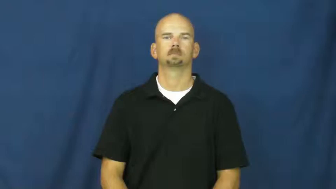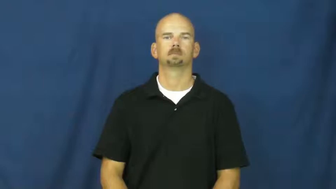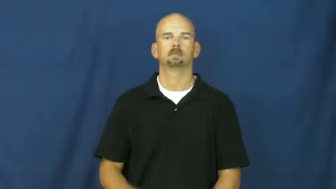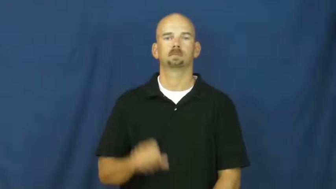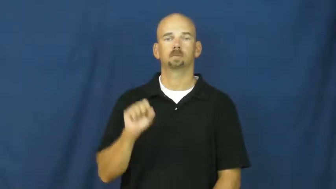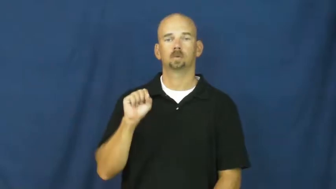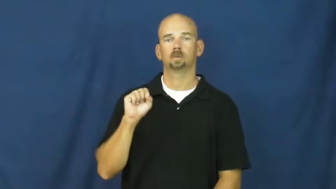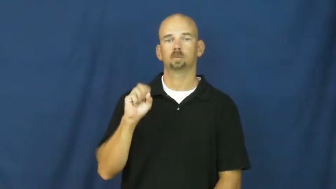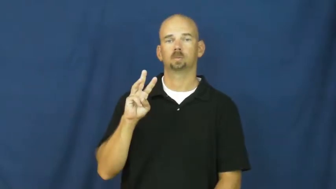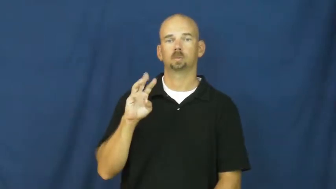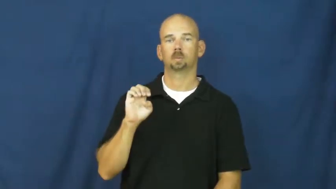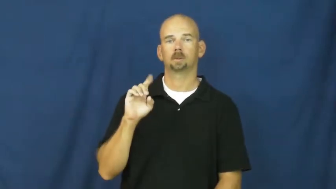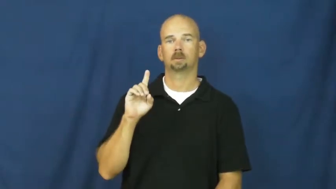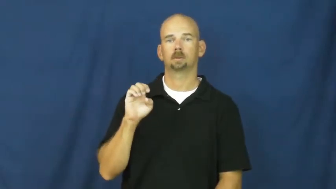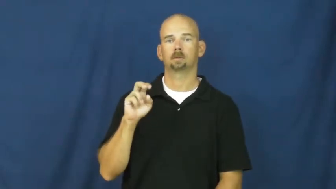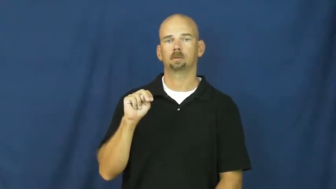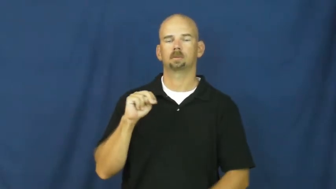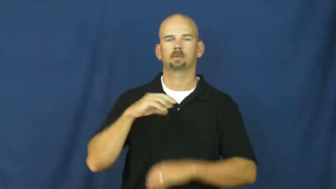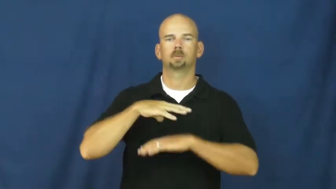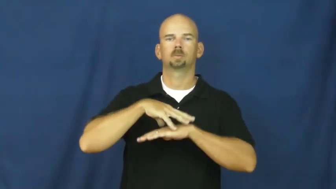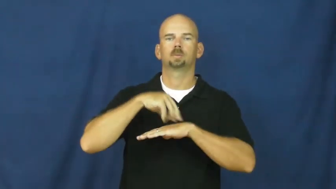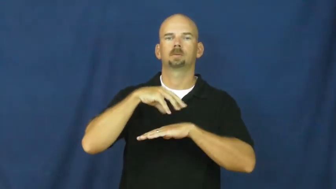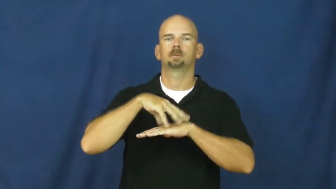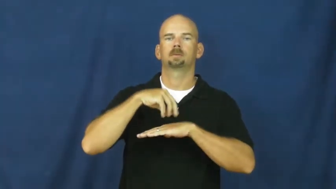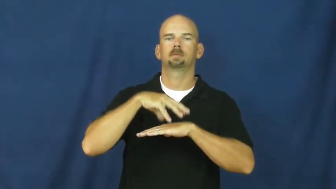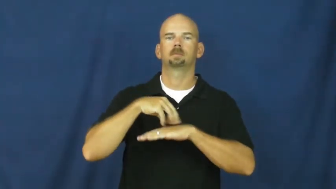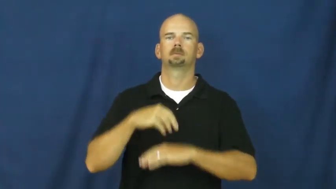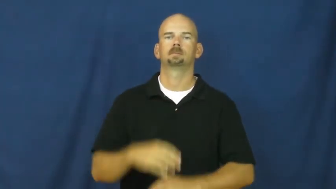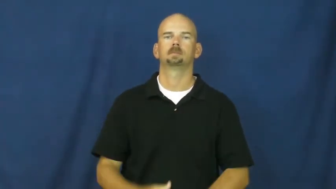sweden